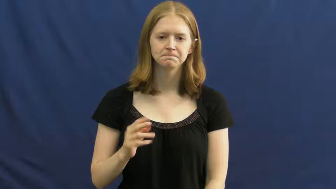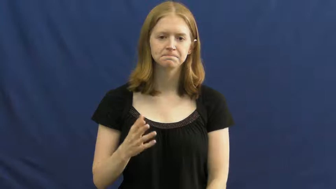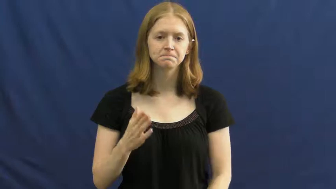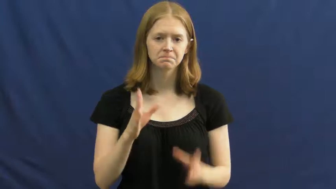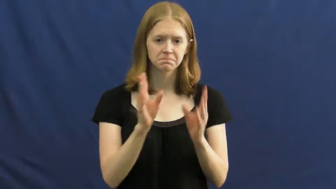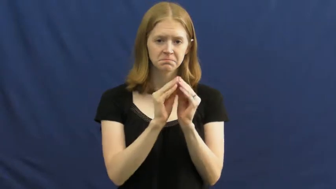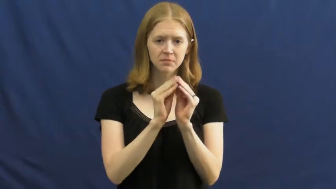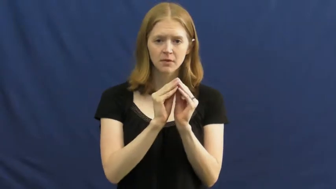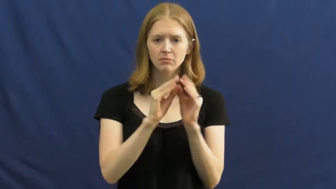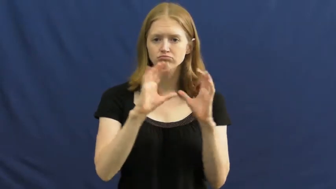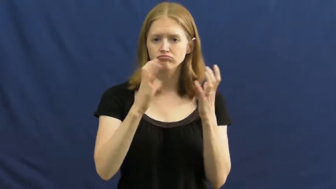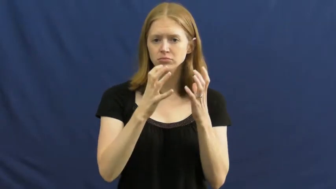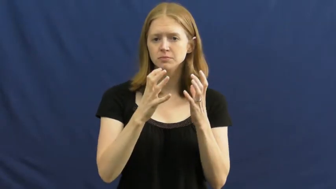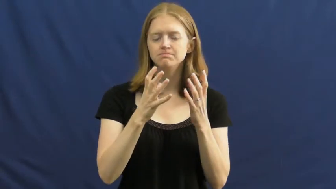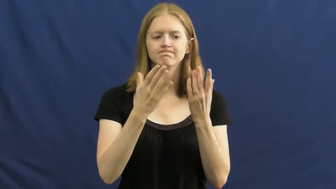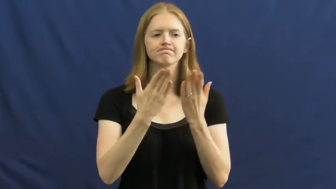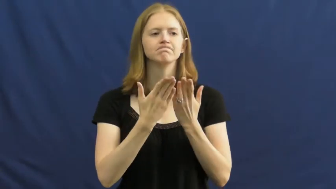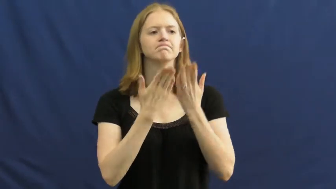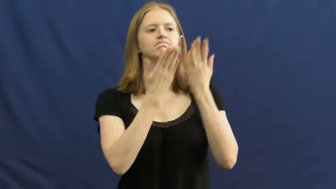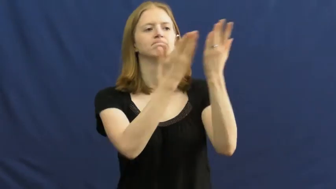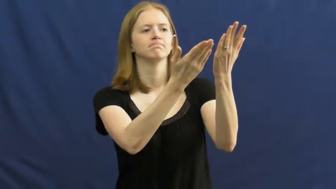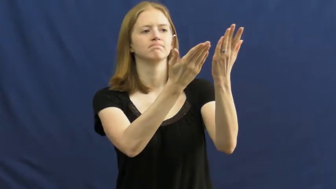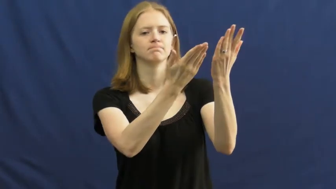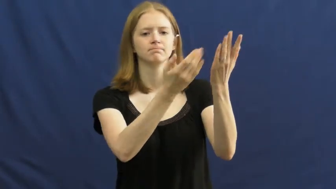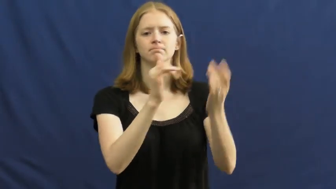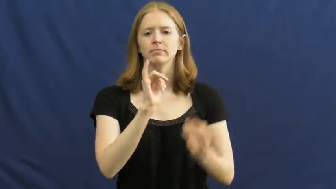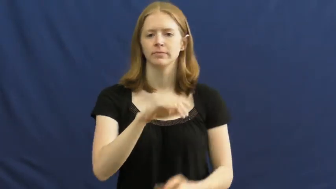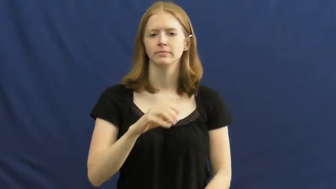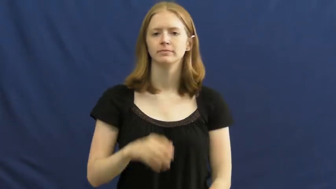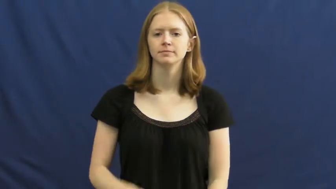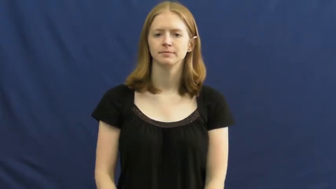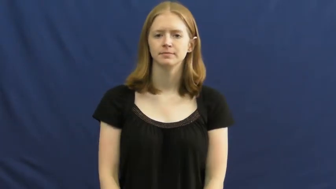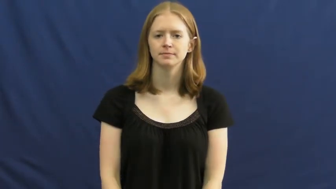motion,move-suggest